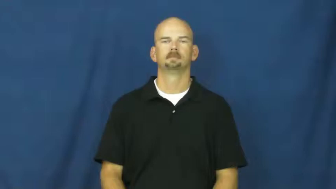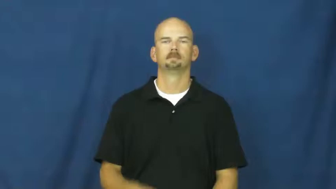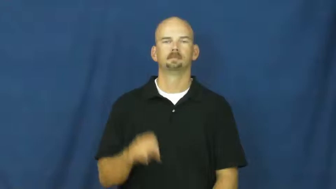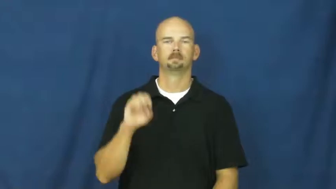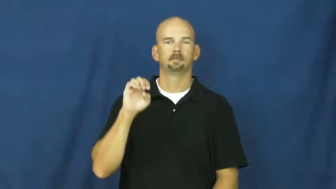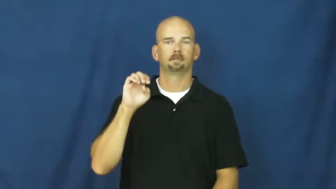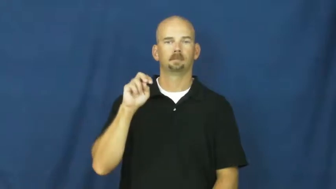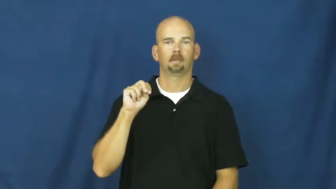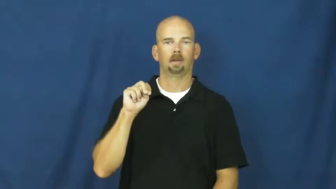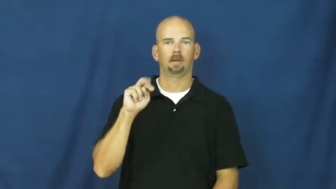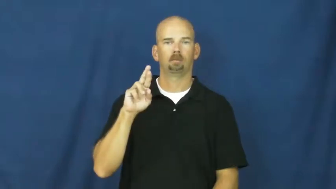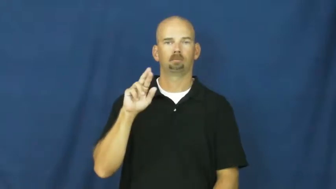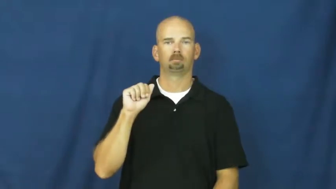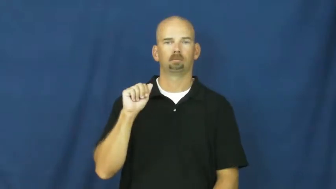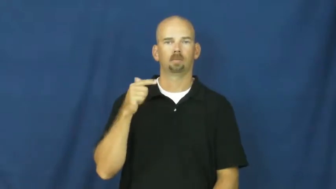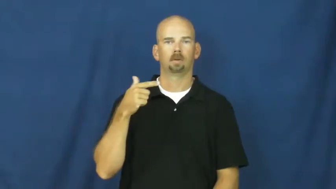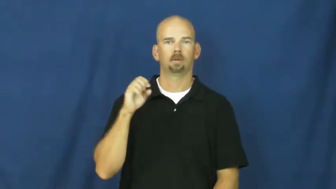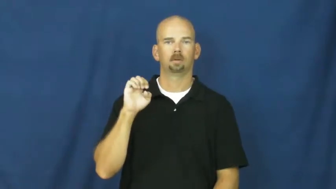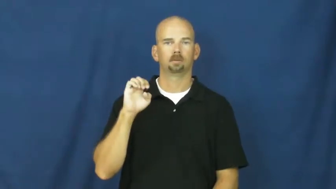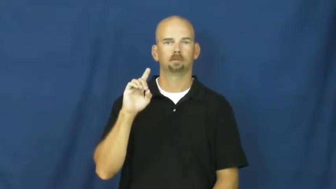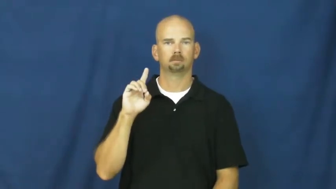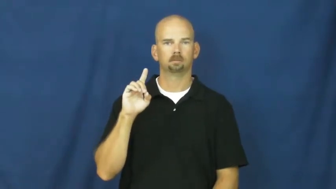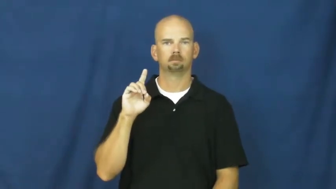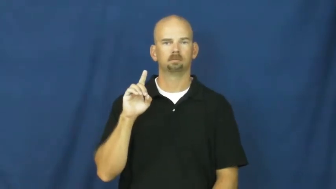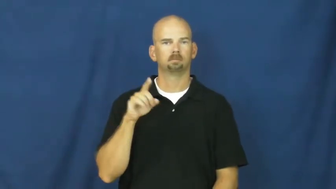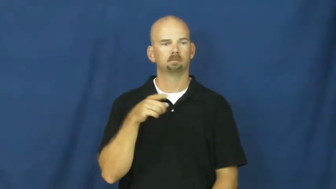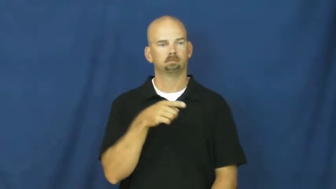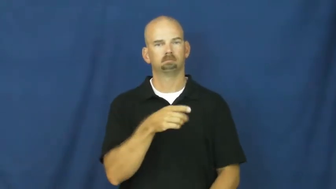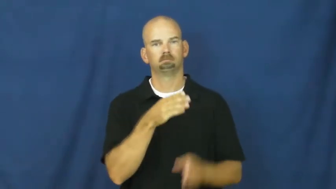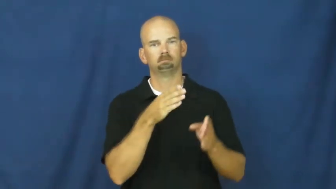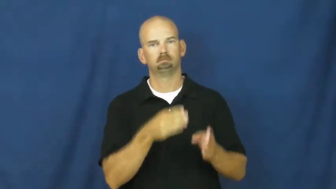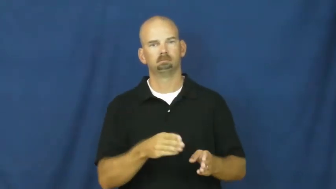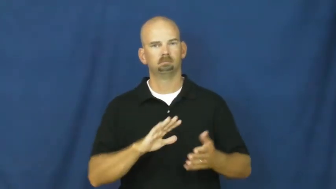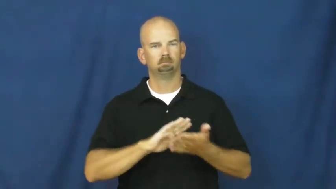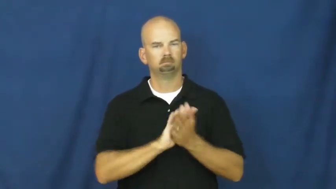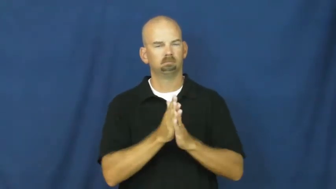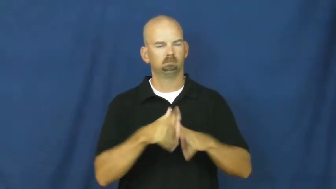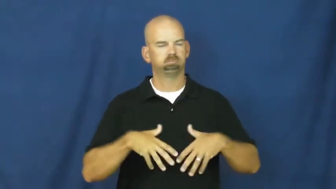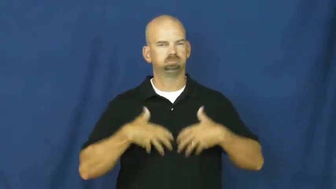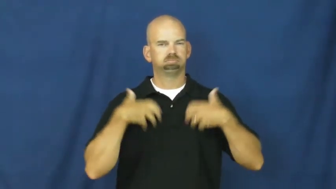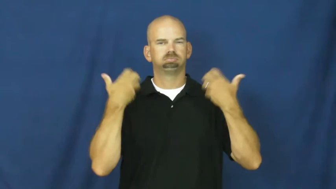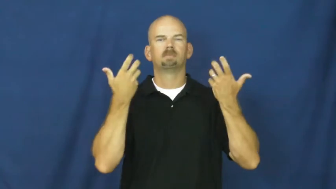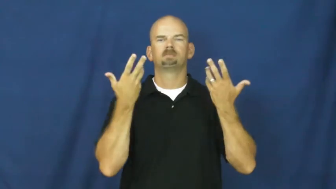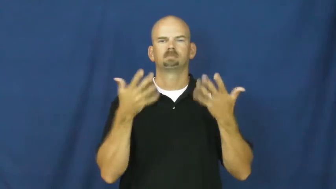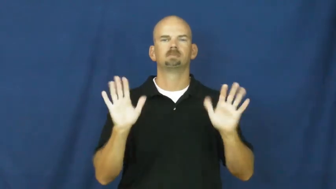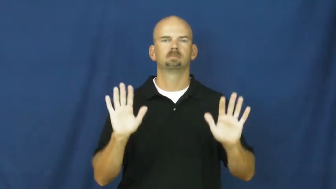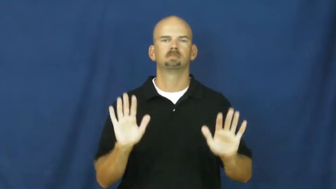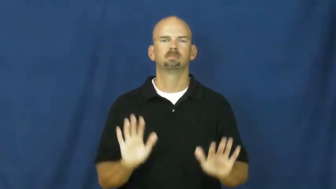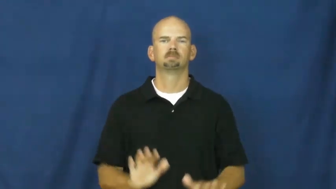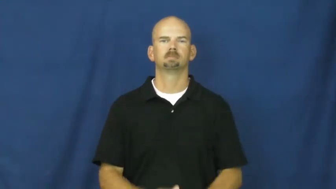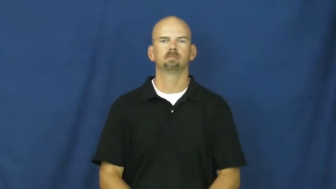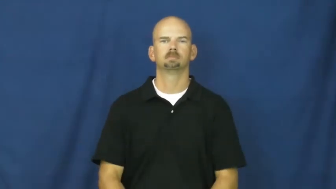enraged